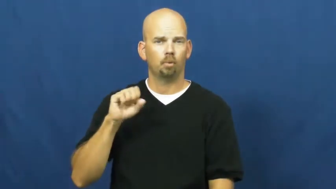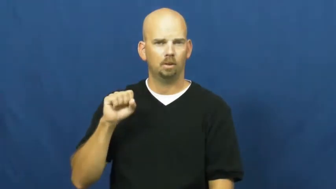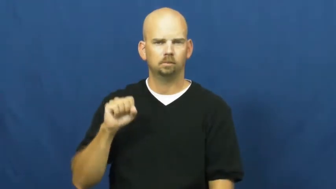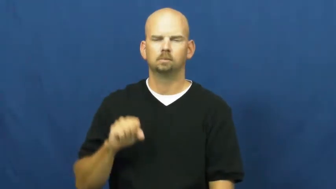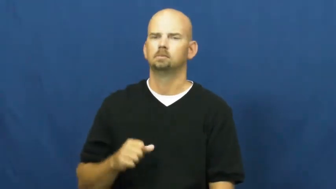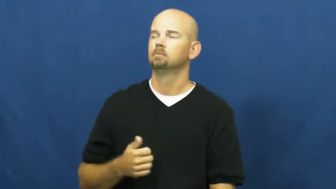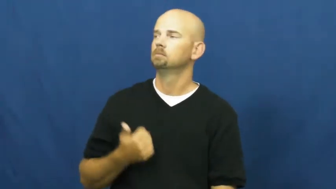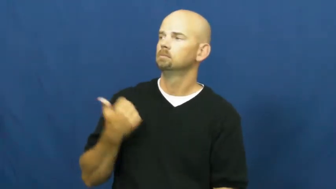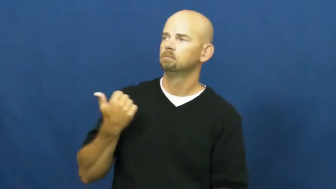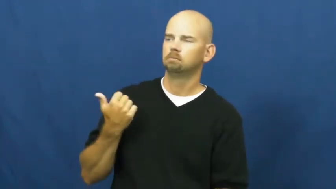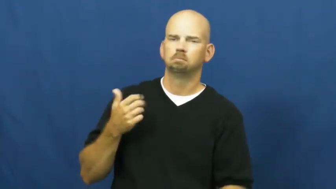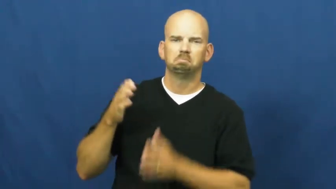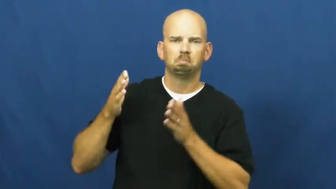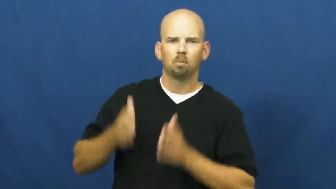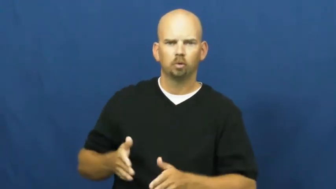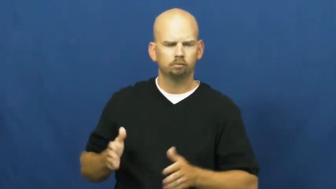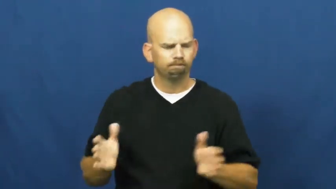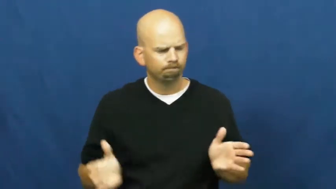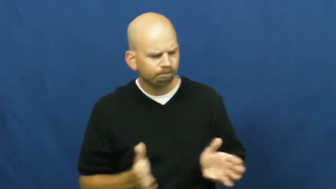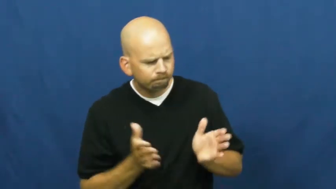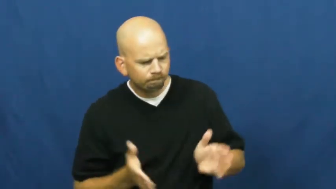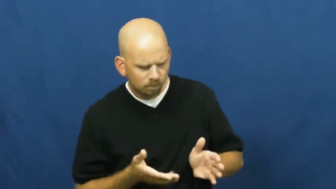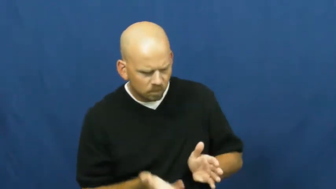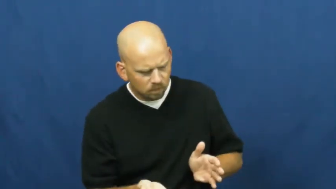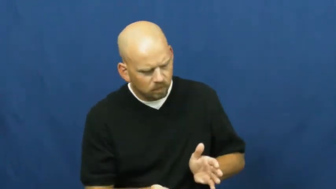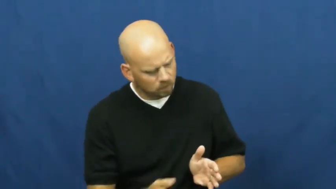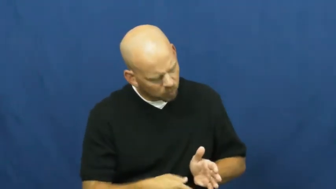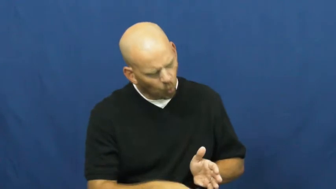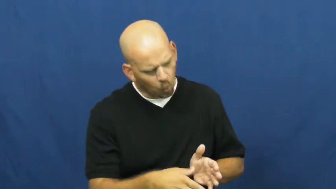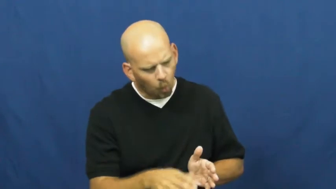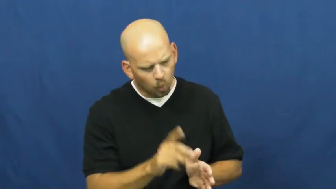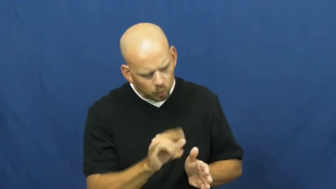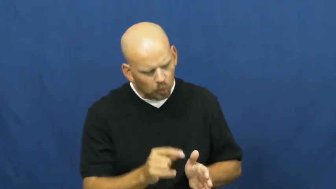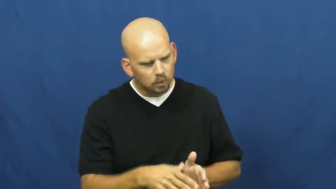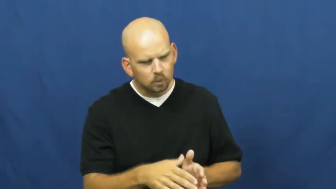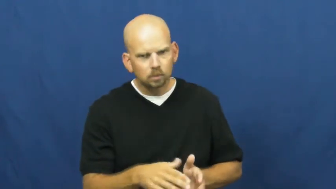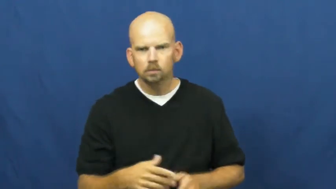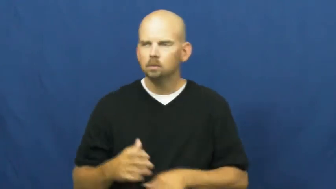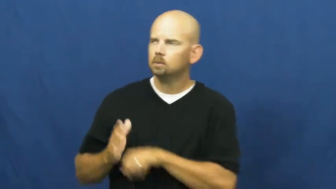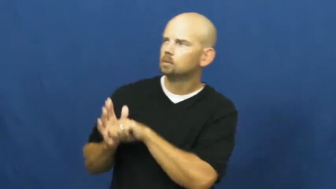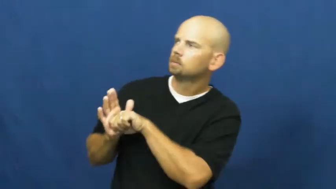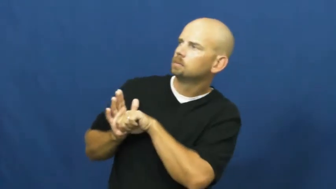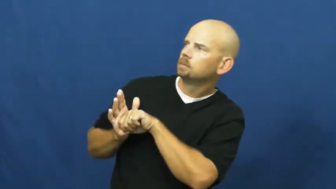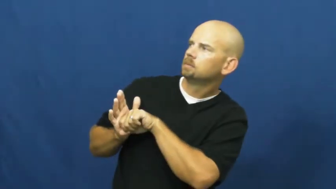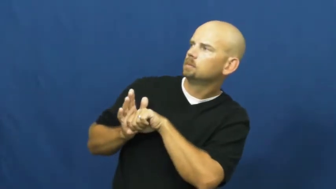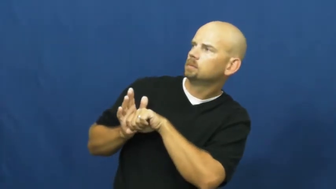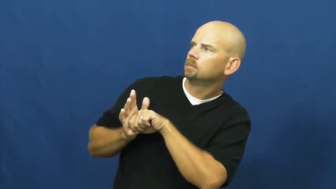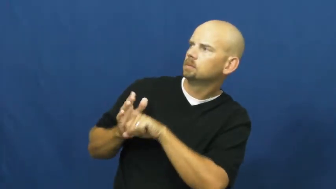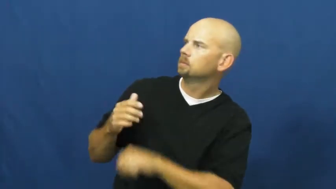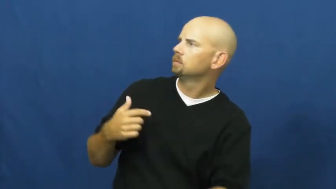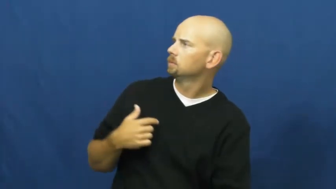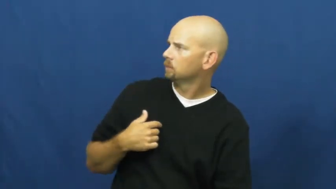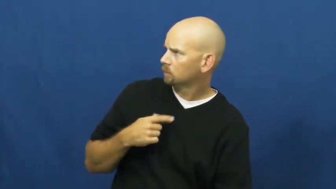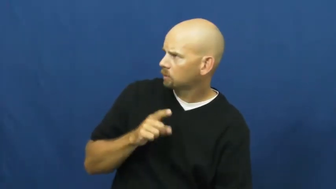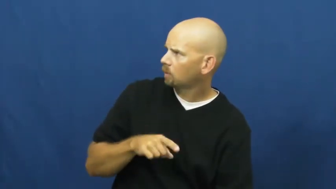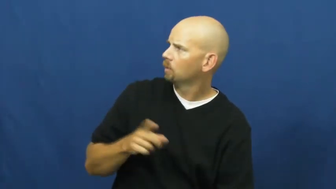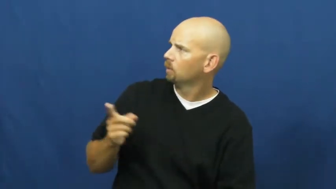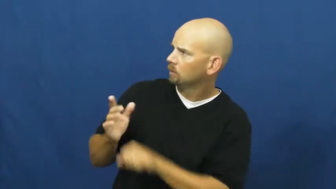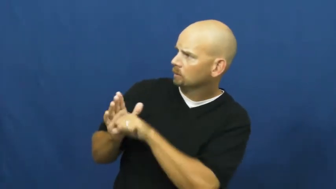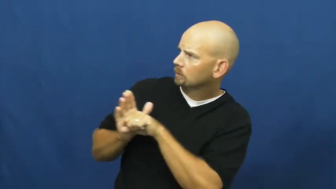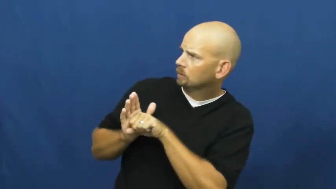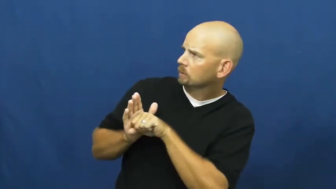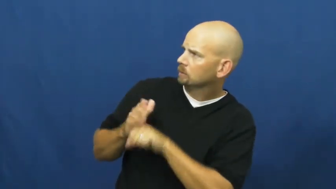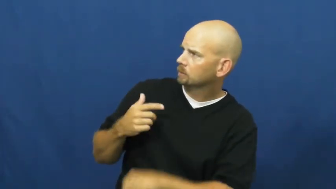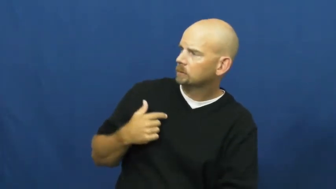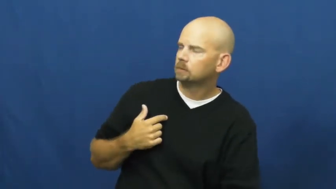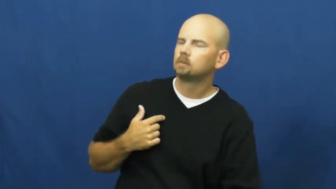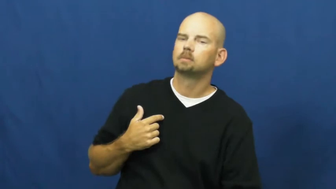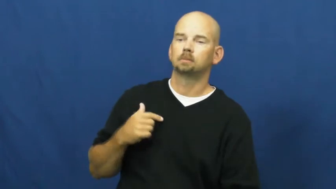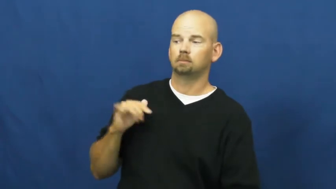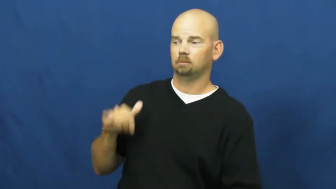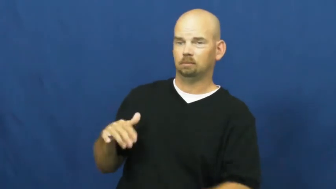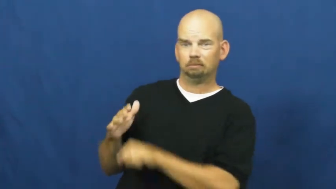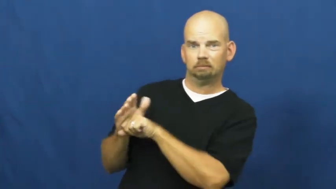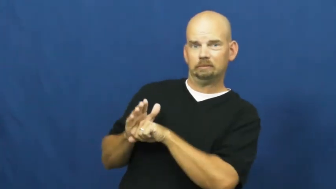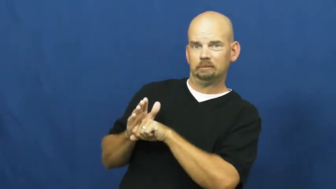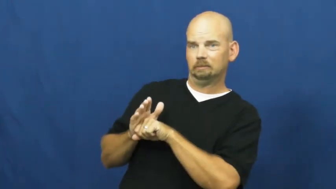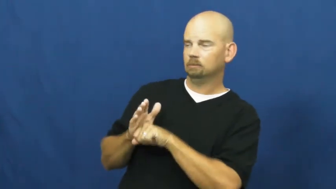press-encourage